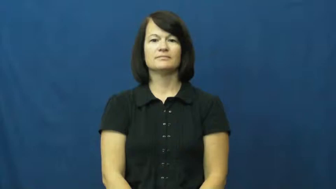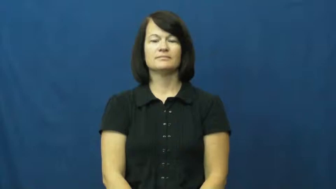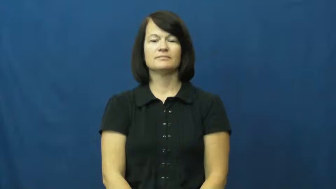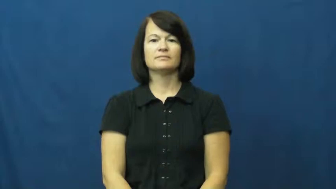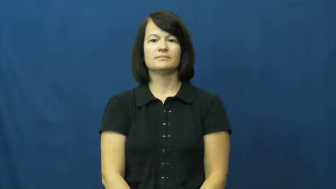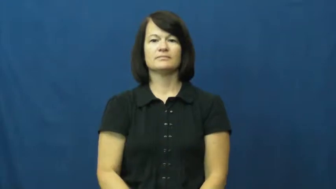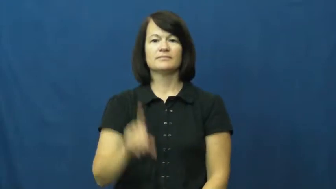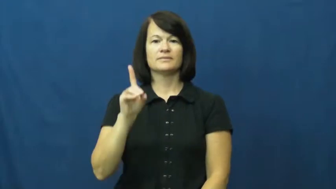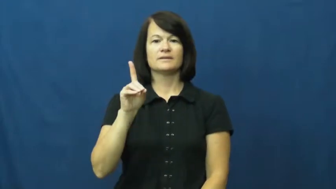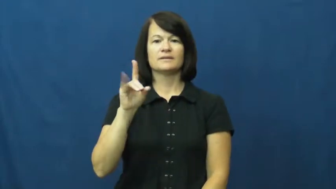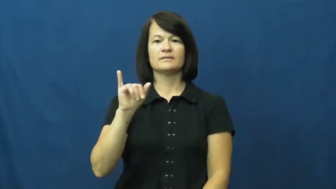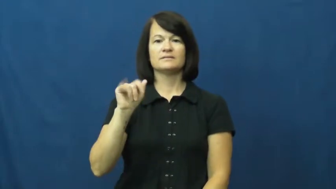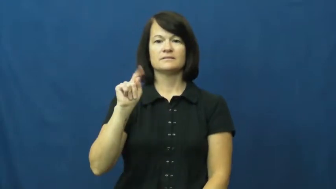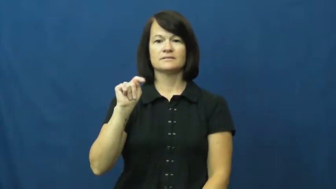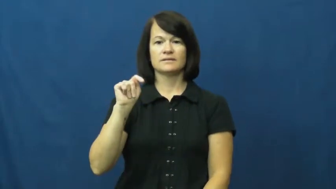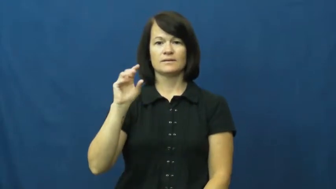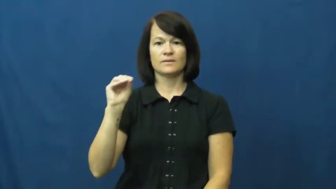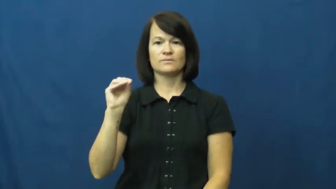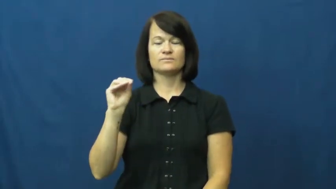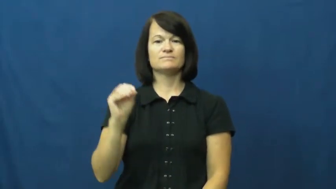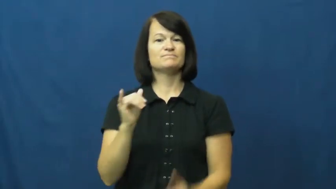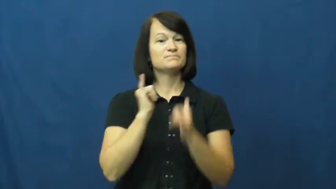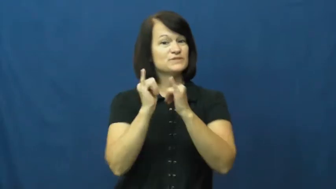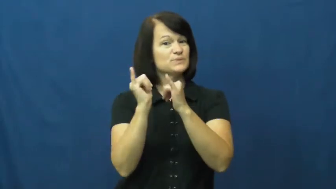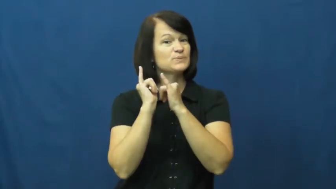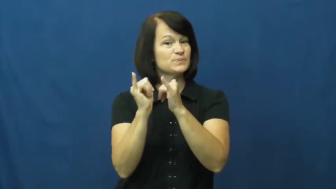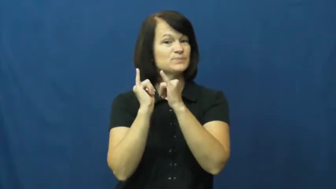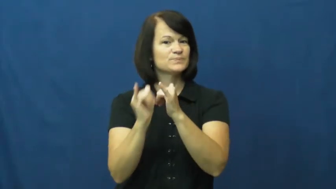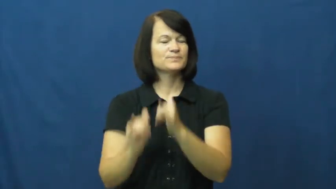ditto